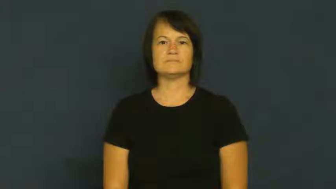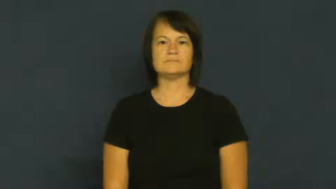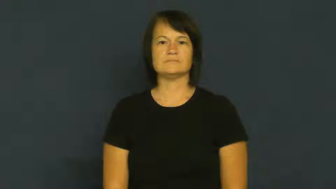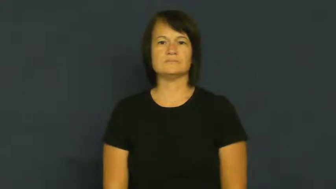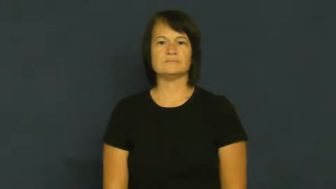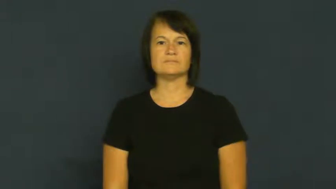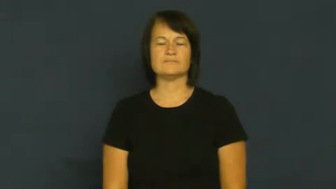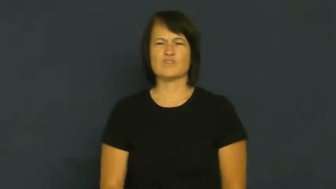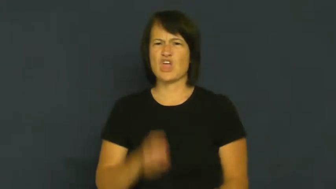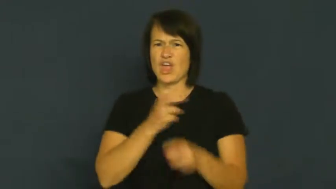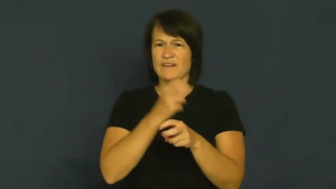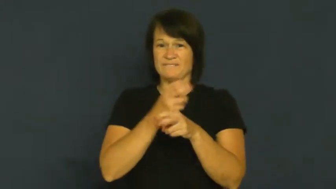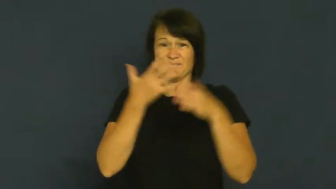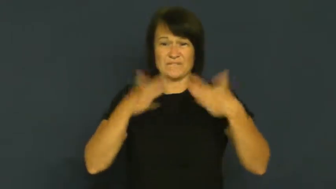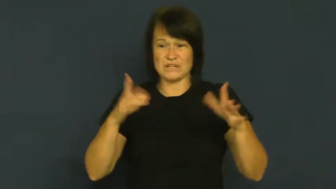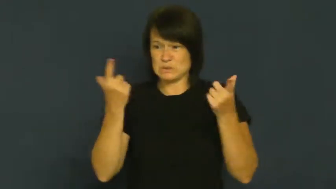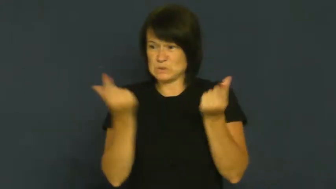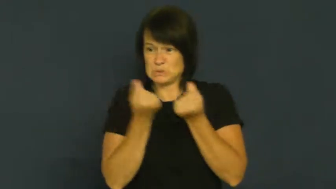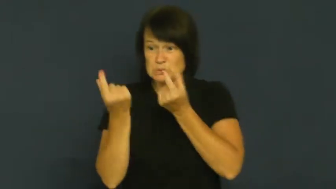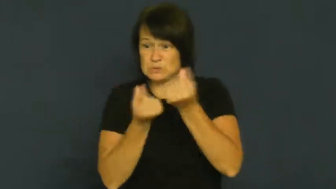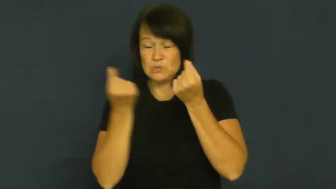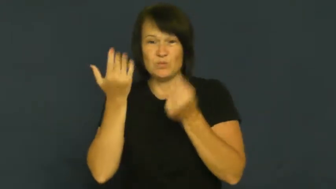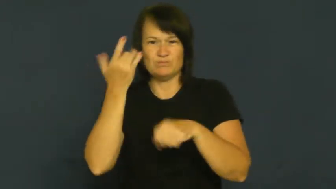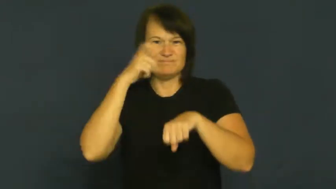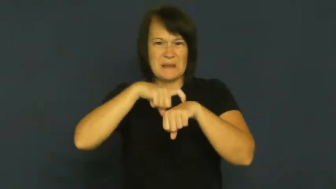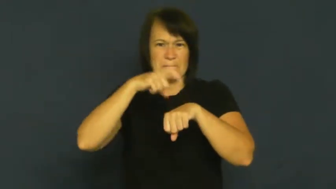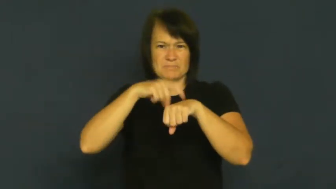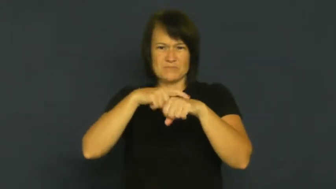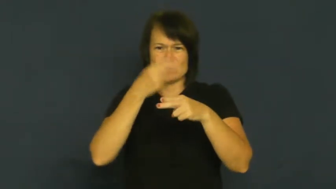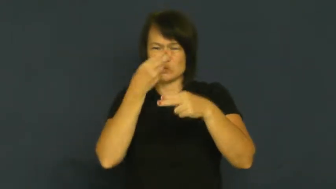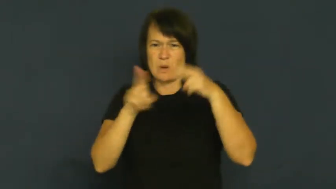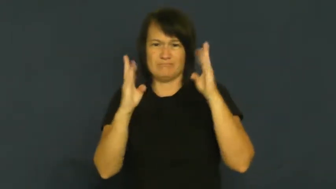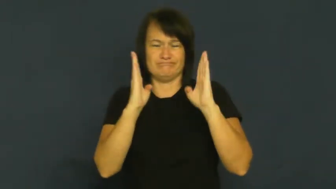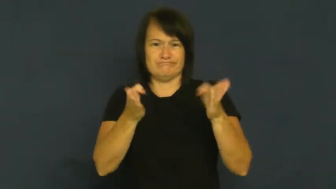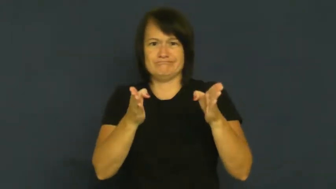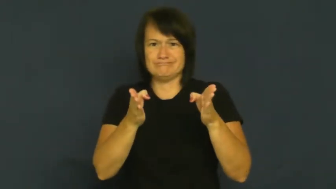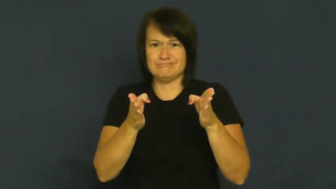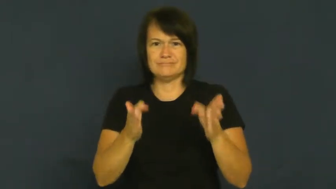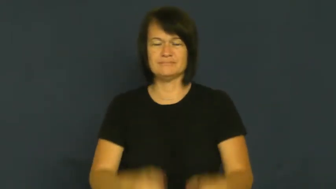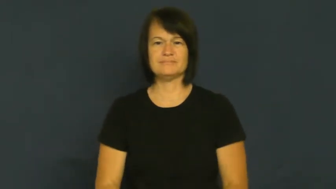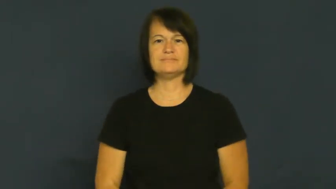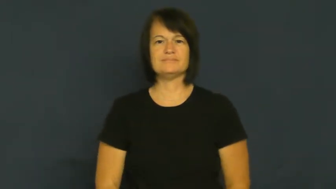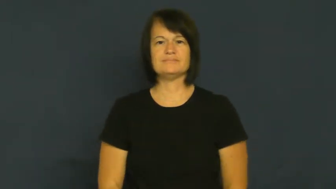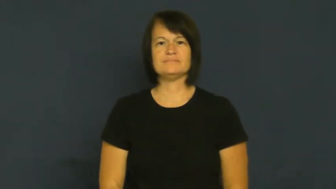crunch-hectic time